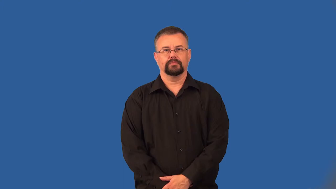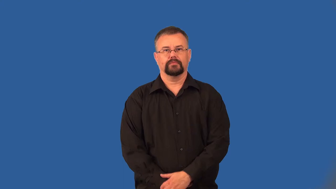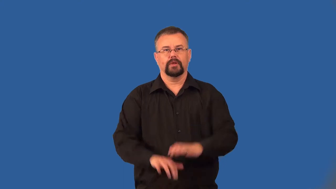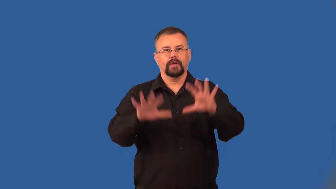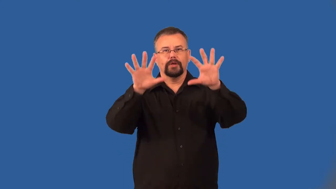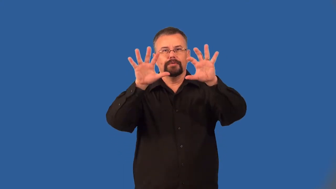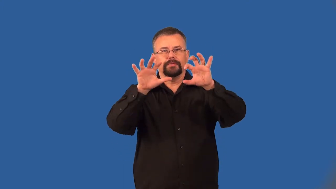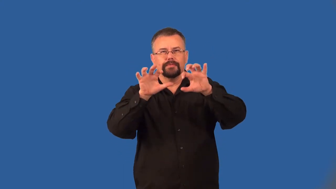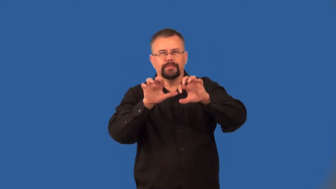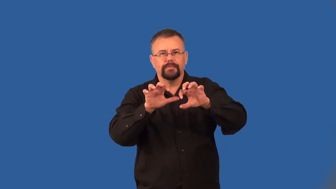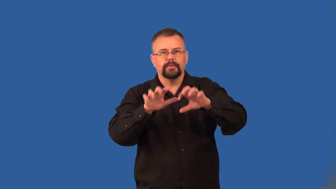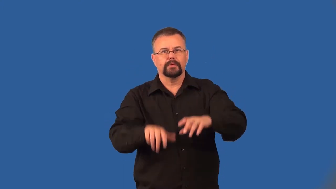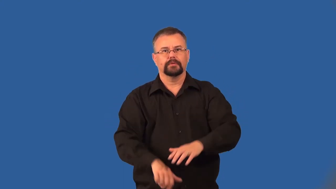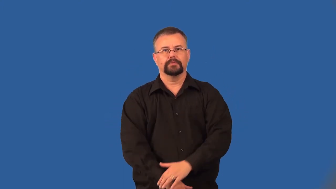dusky-dark